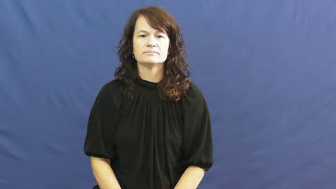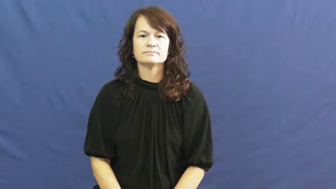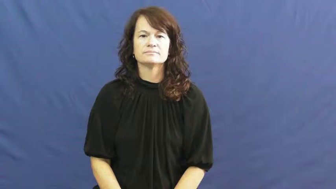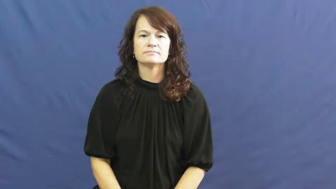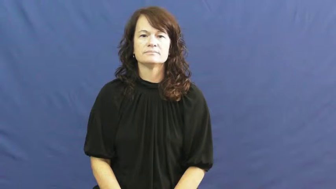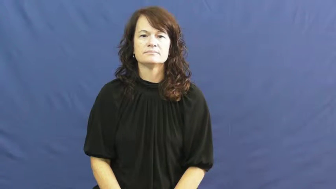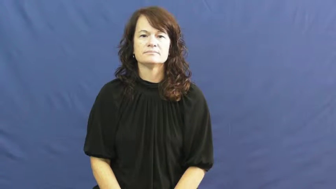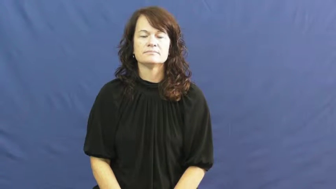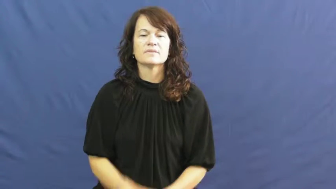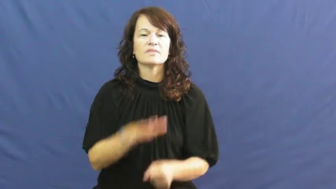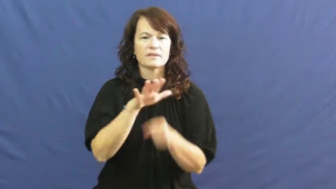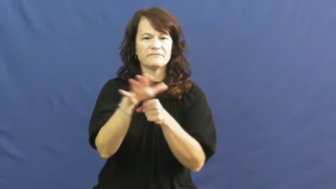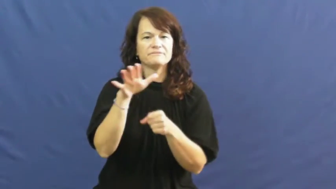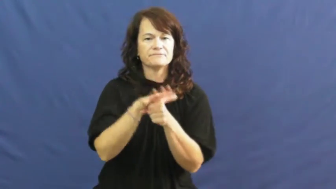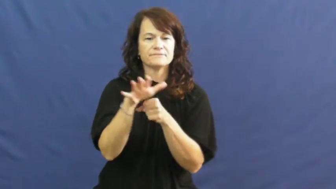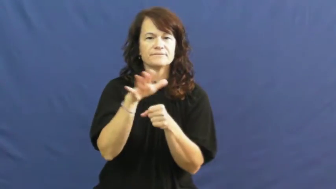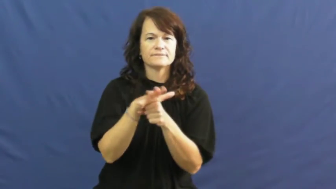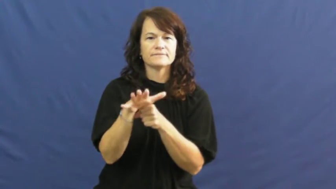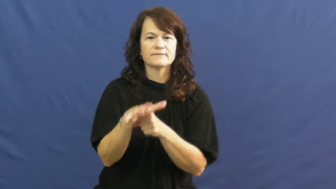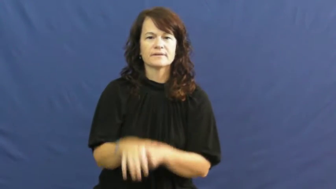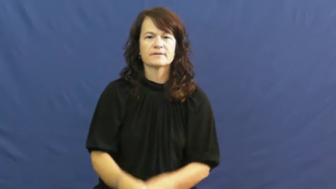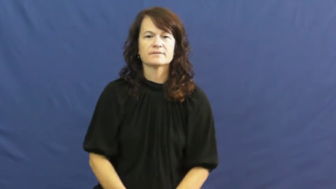enough,ample